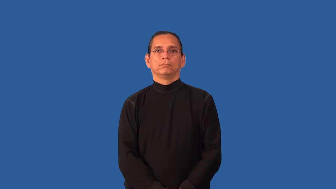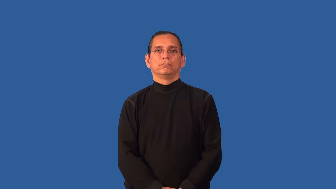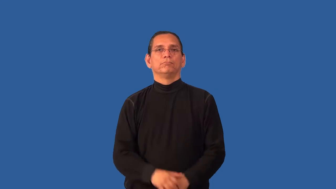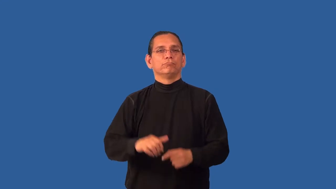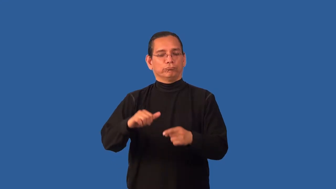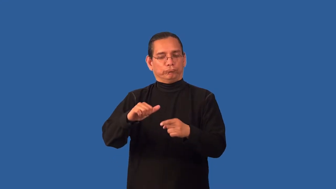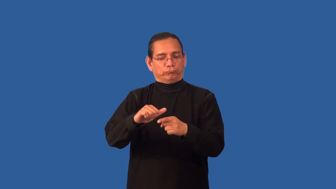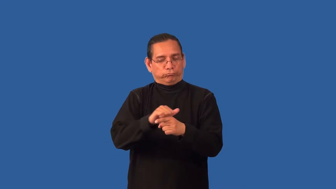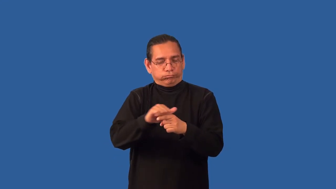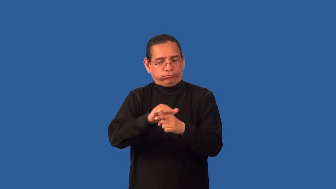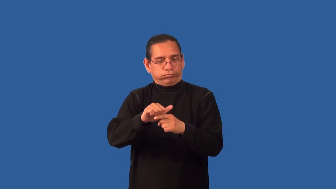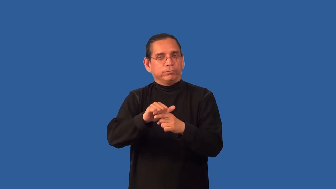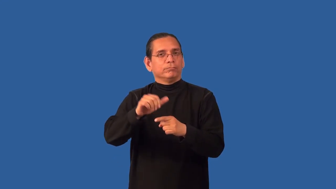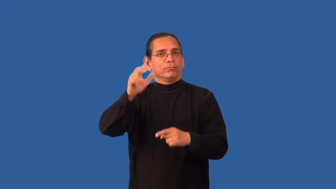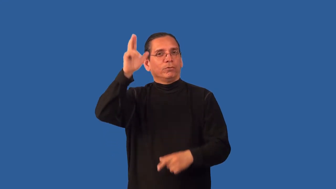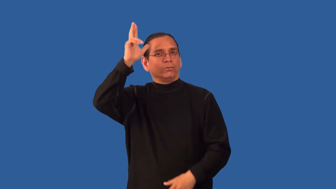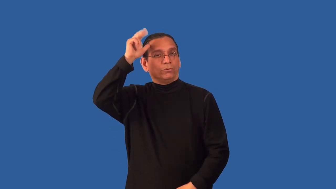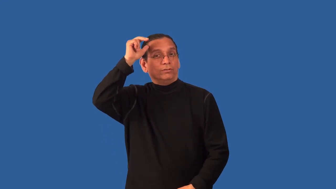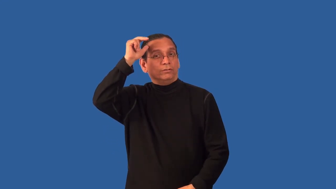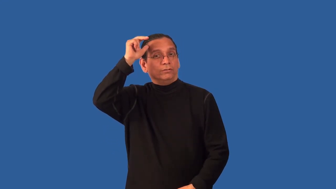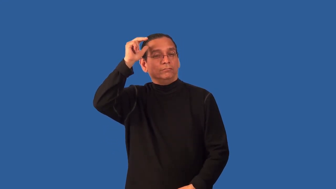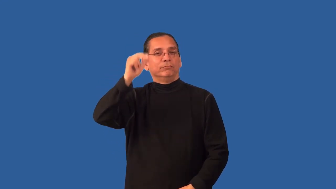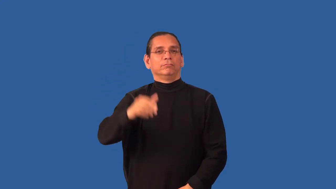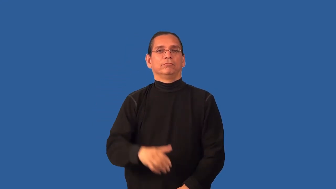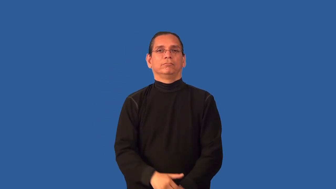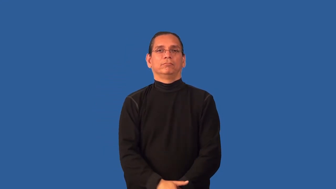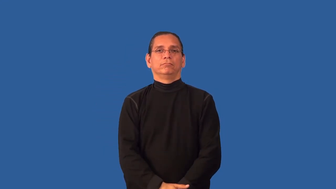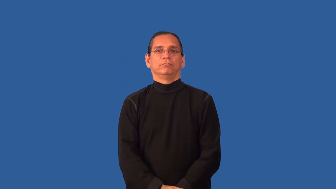break-horse